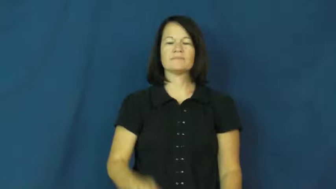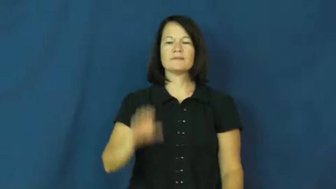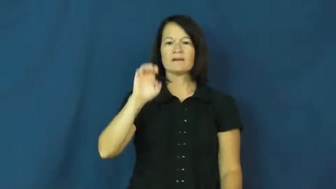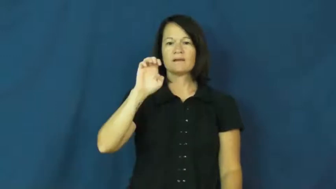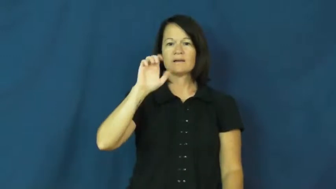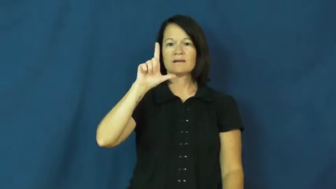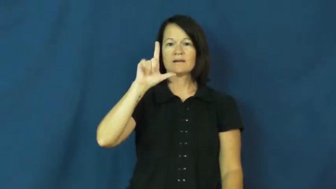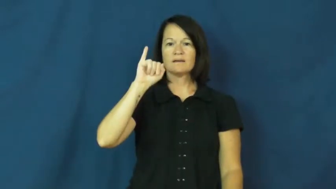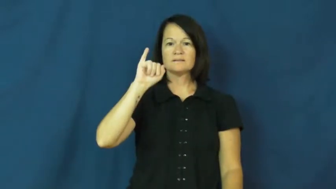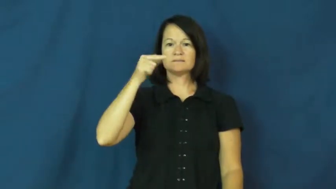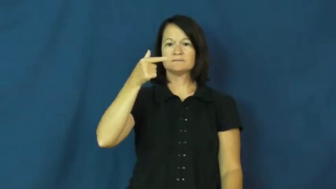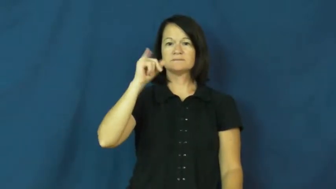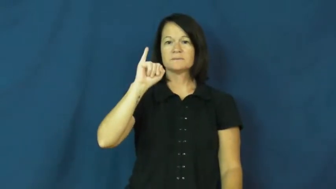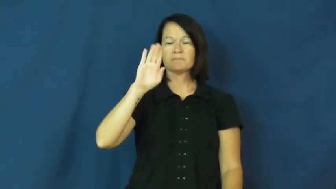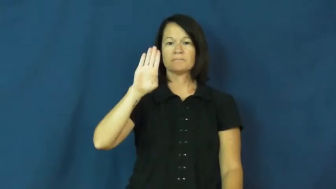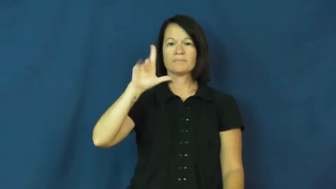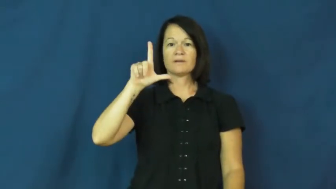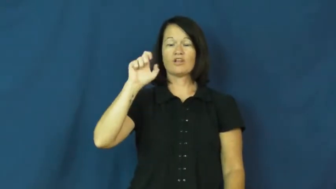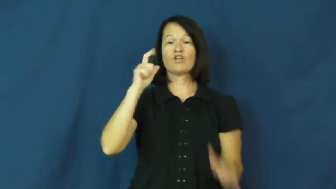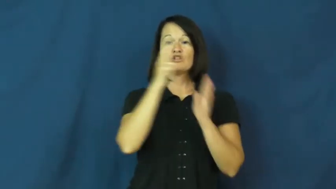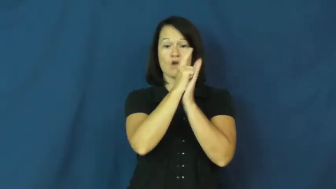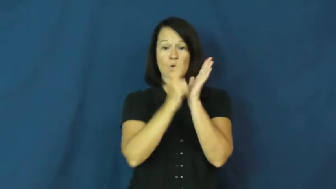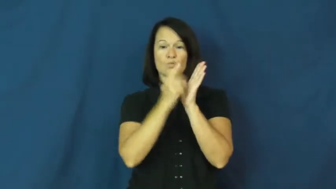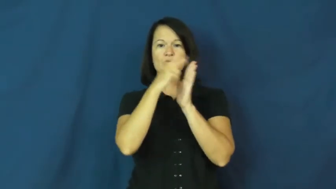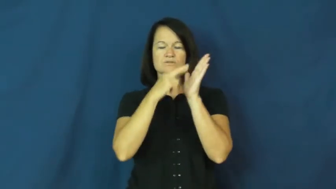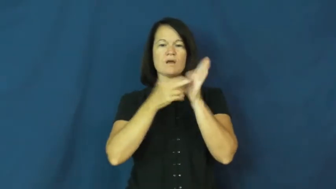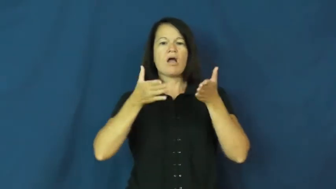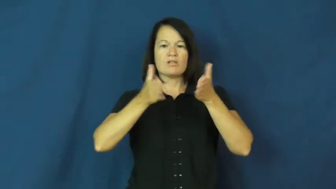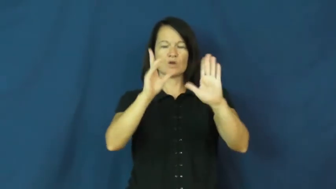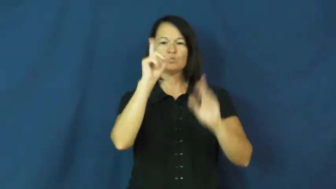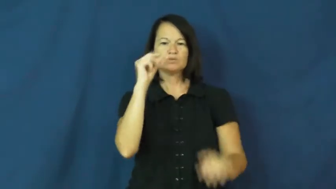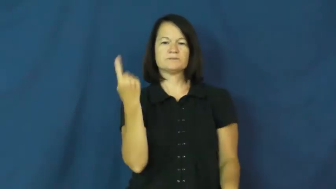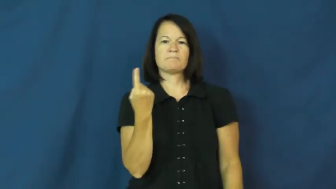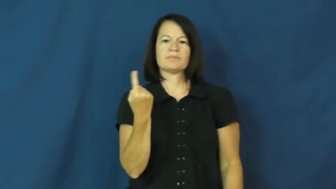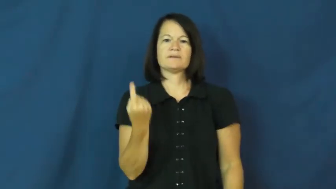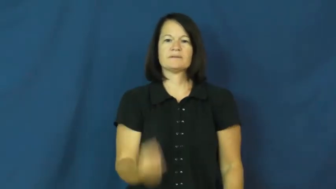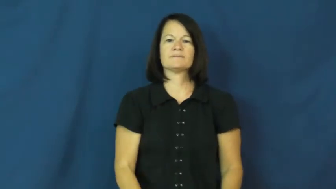eligible